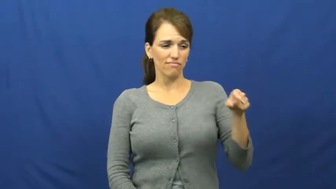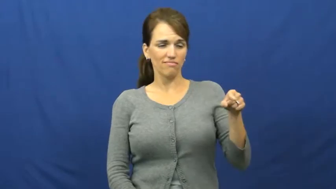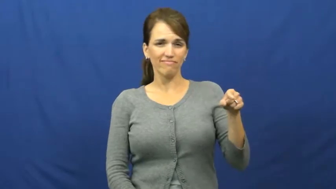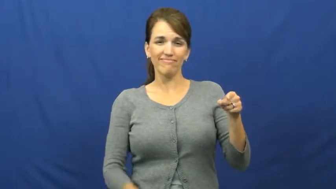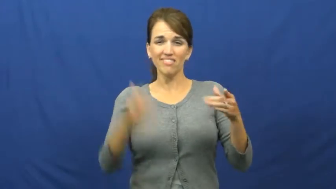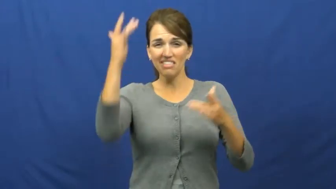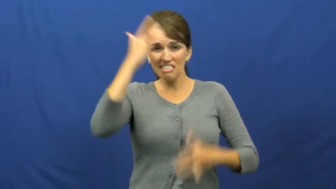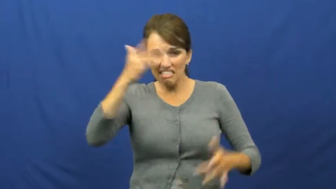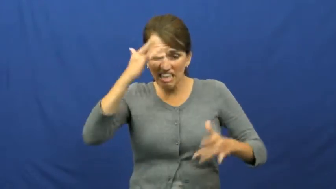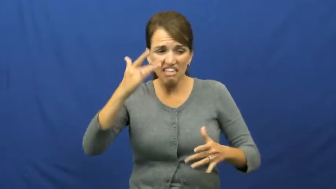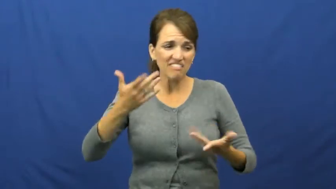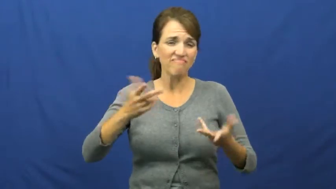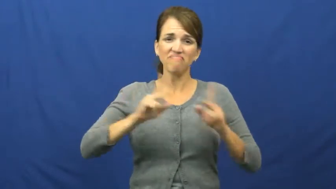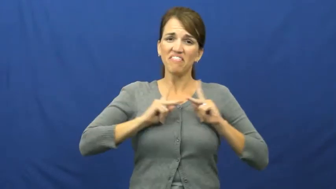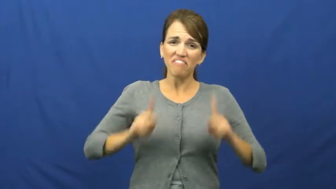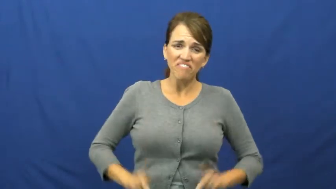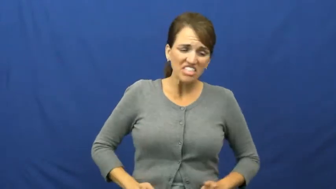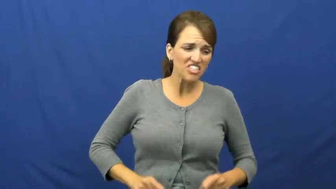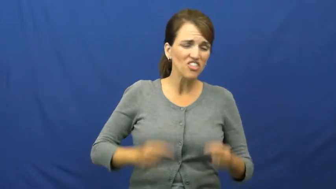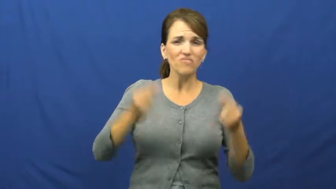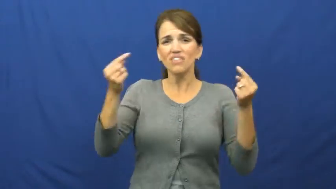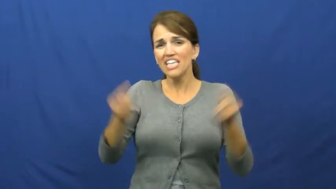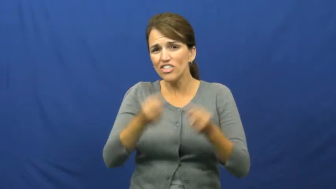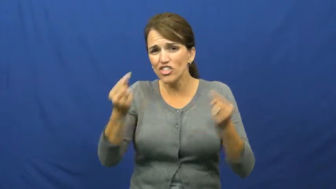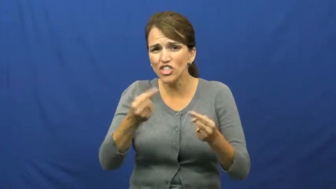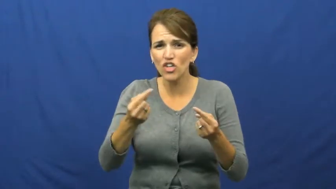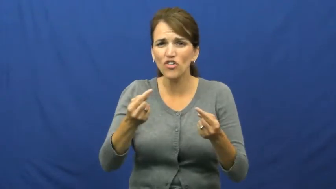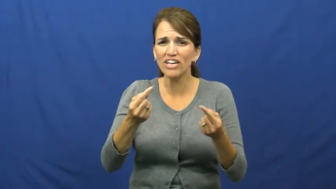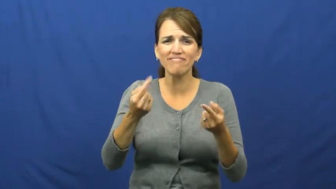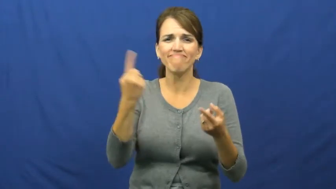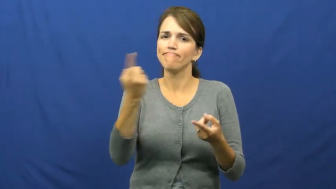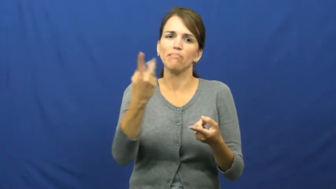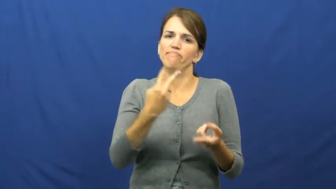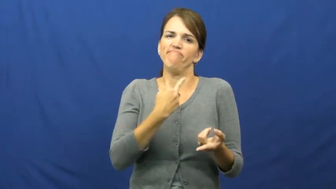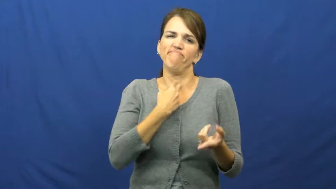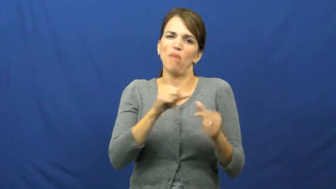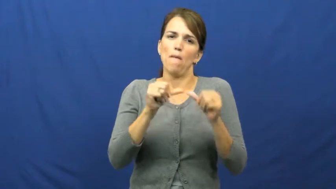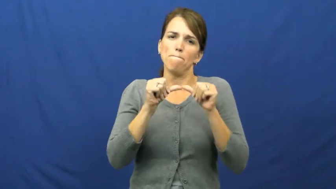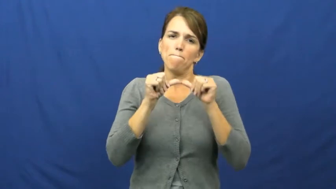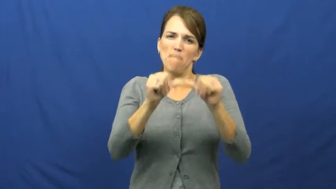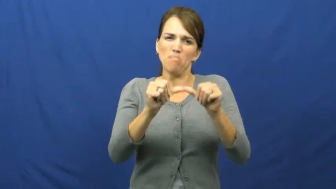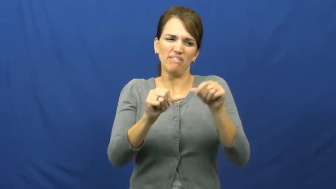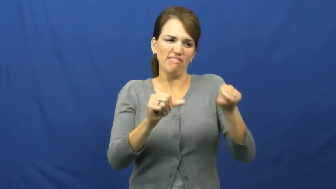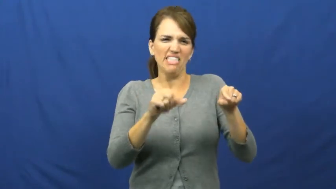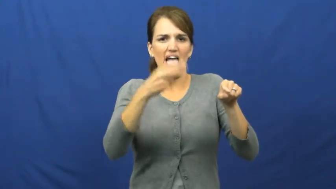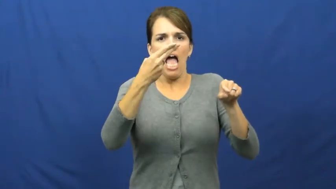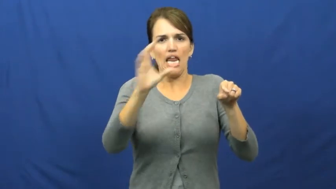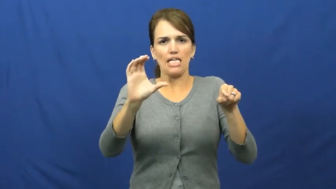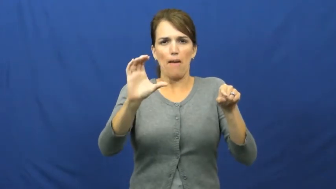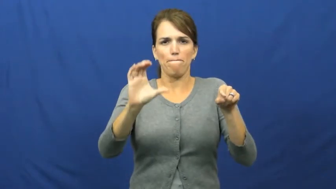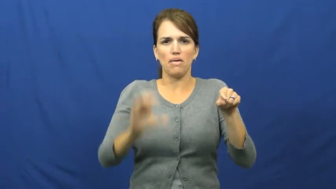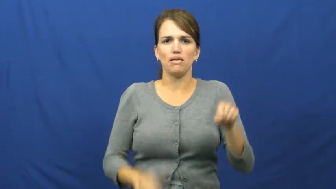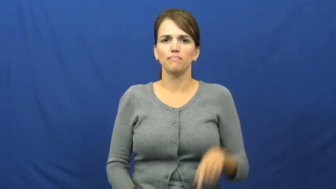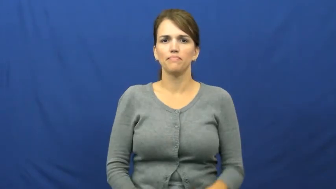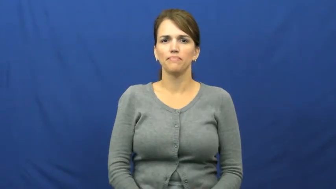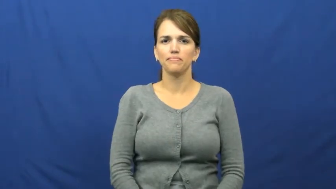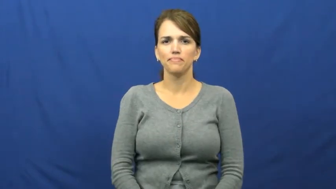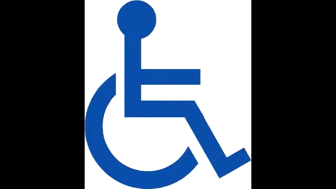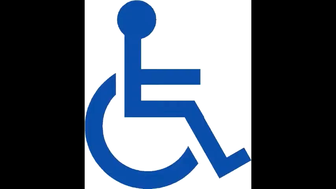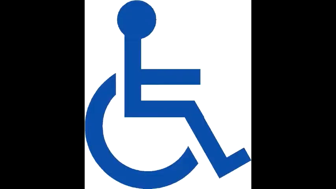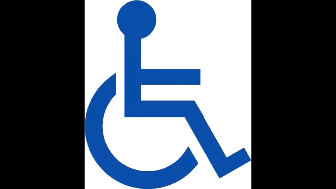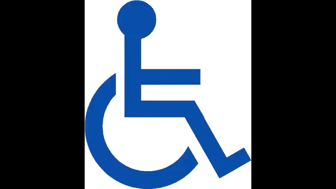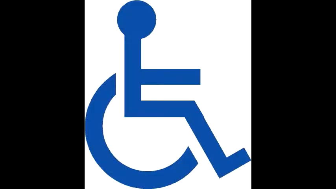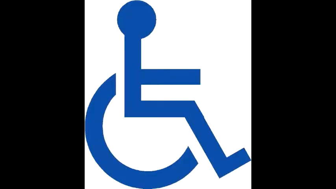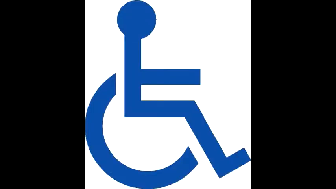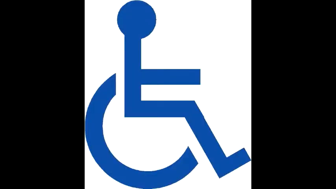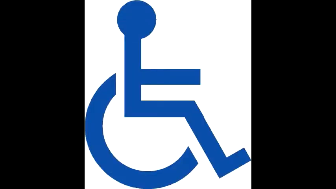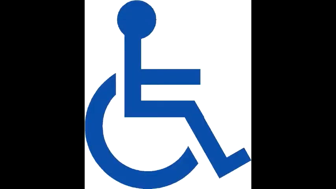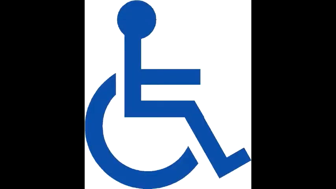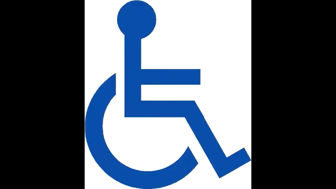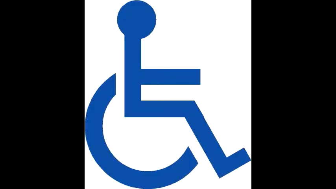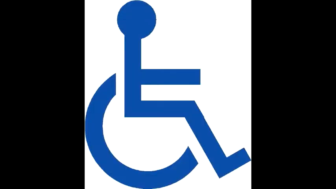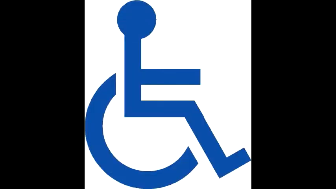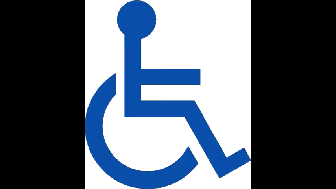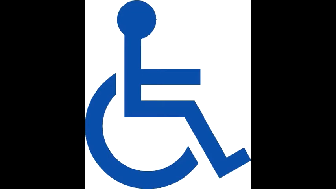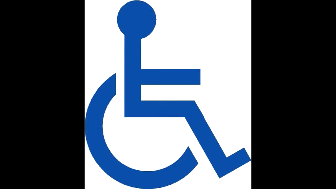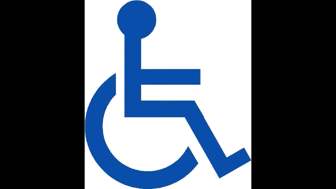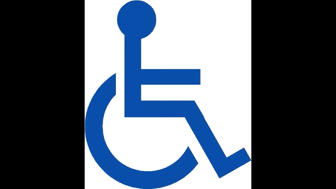handicap,invalid